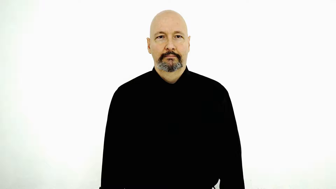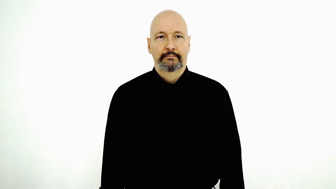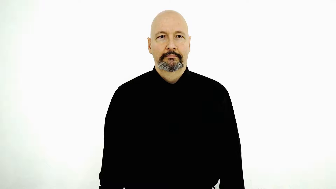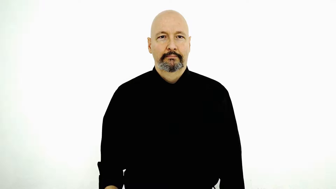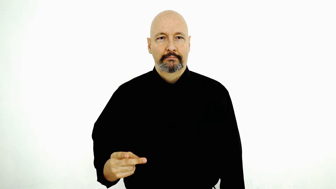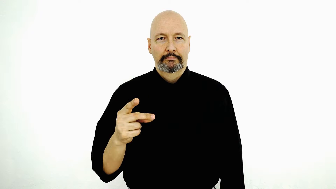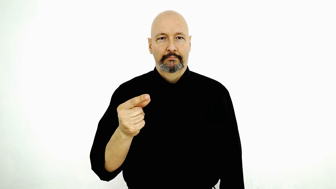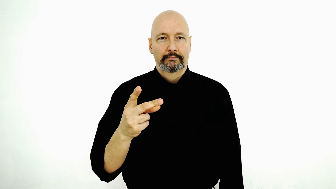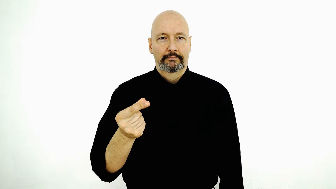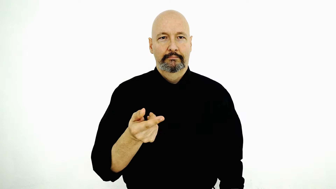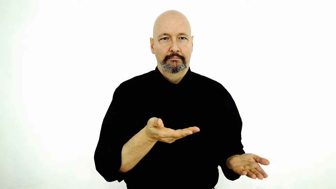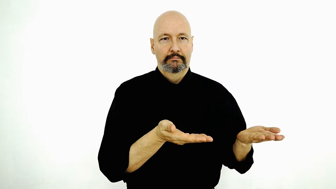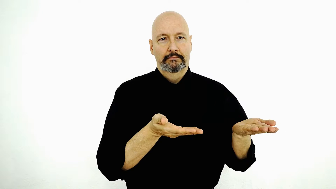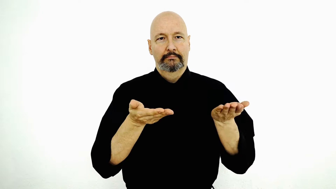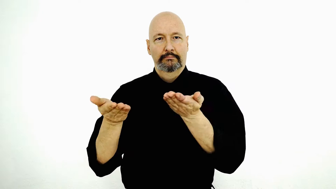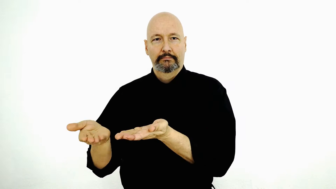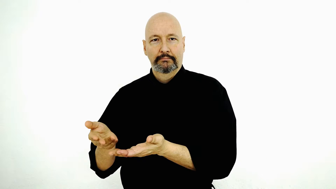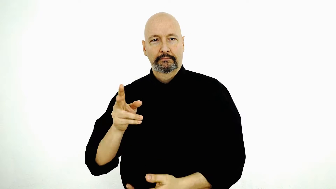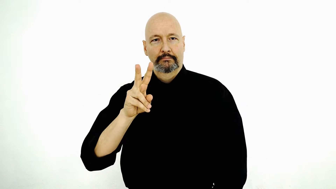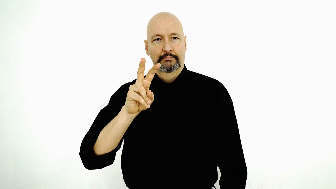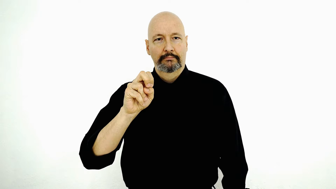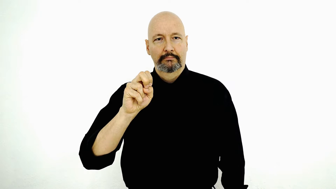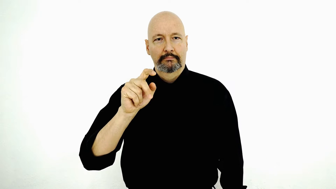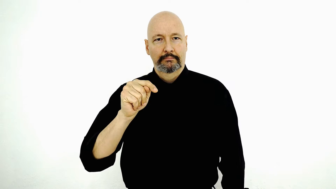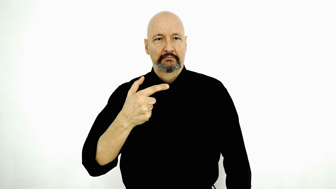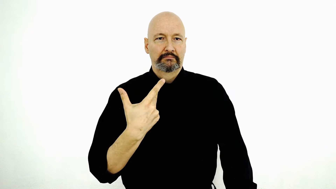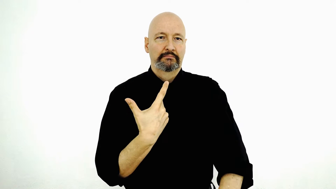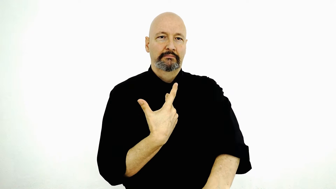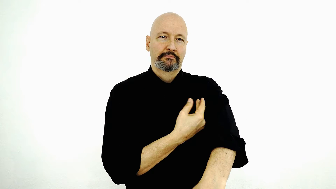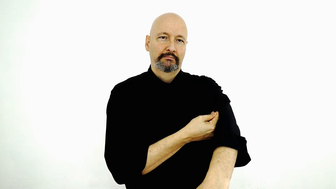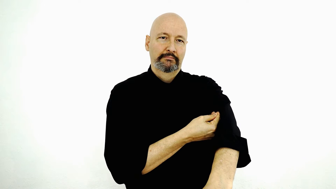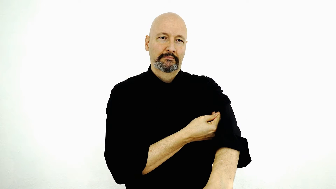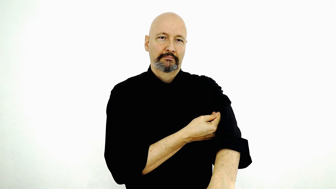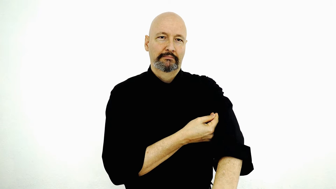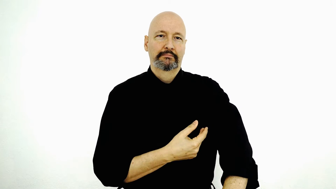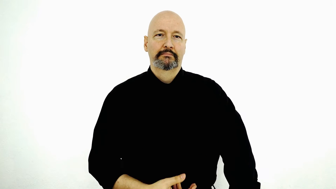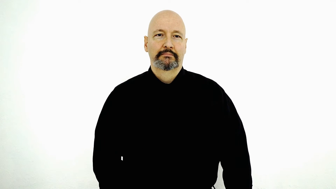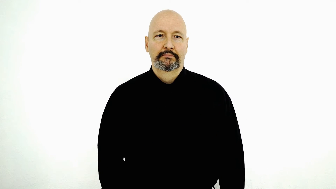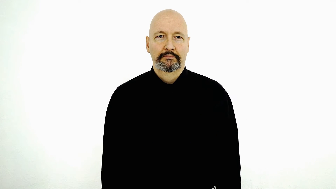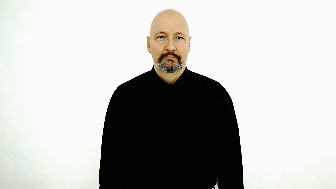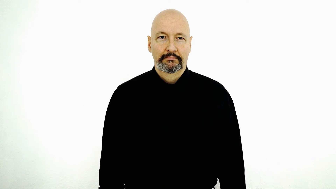DOG BRING-to fs-VET SHOT-[vaccine]